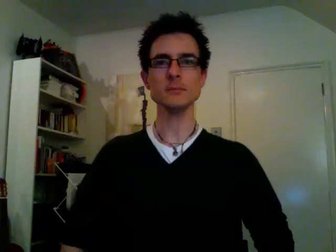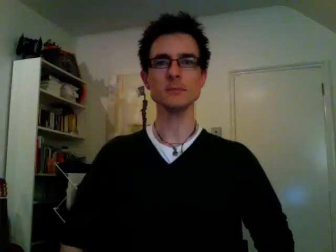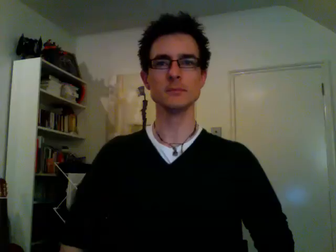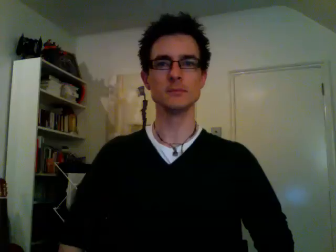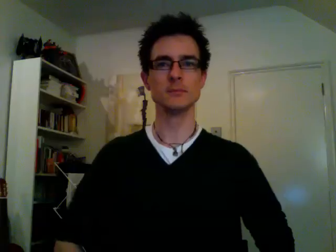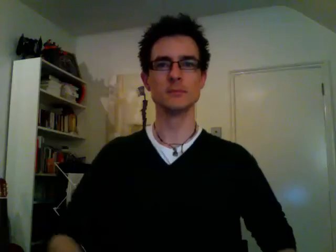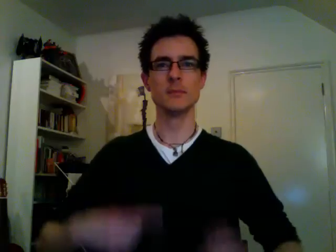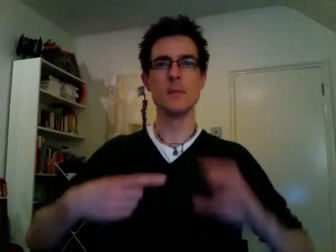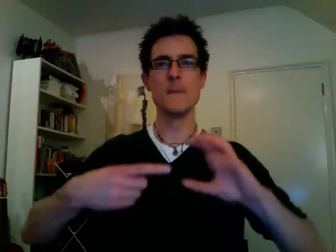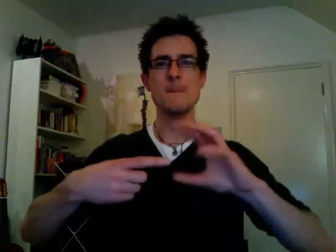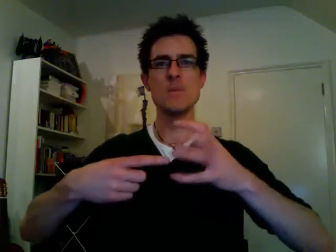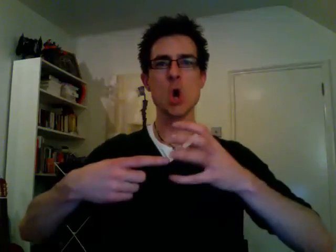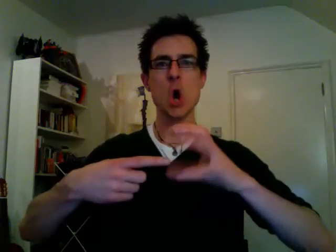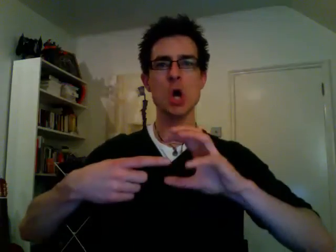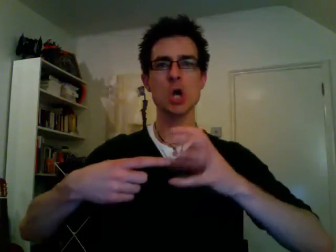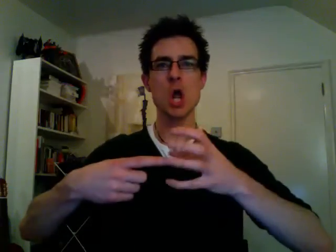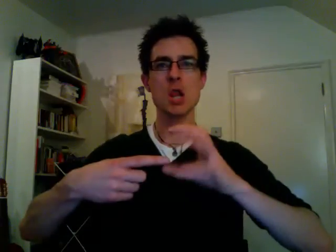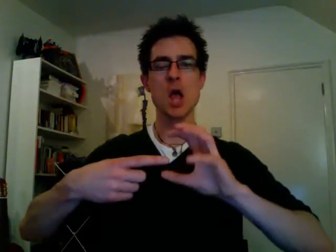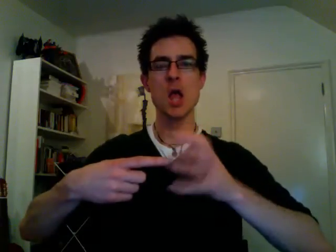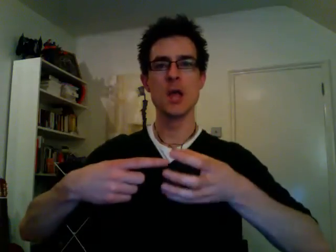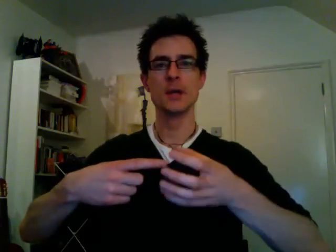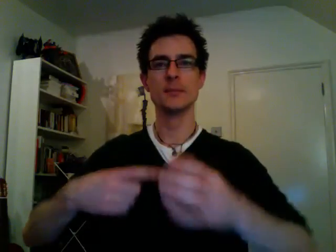broccoli